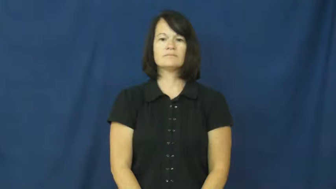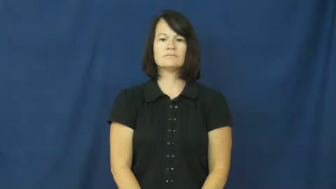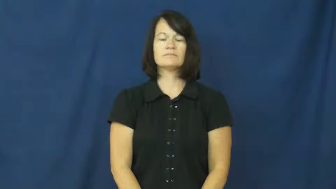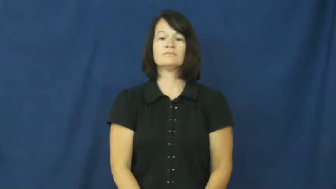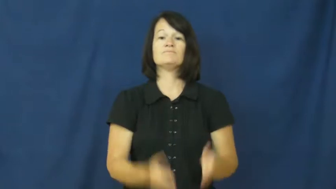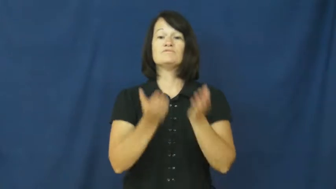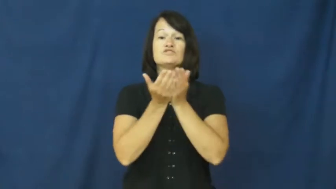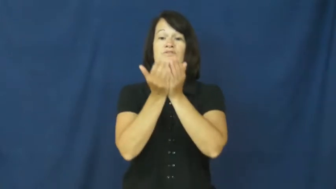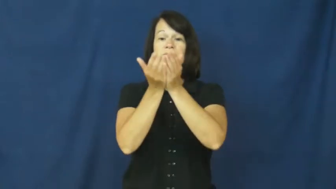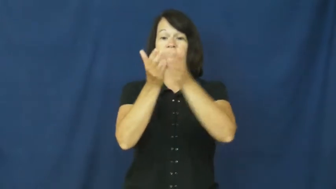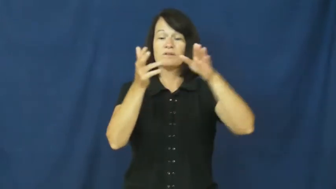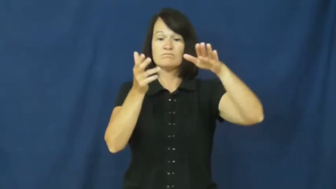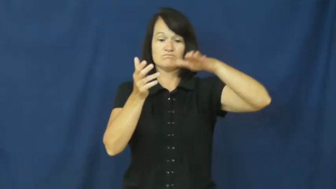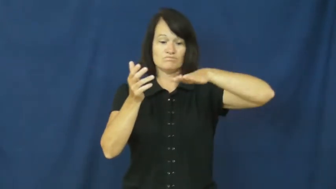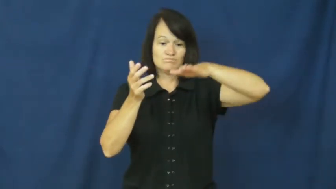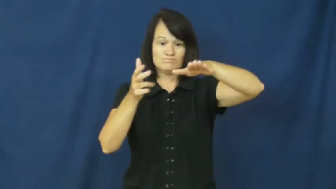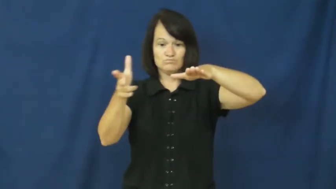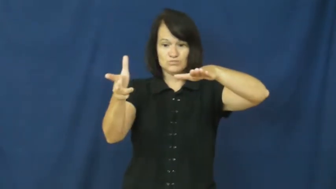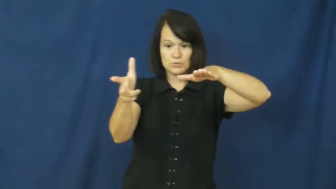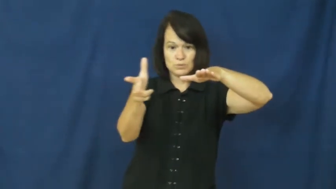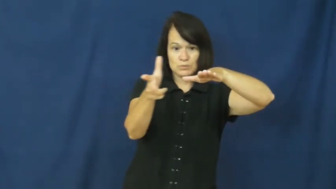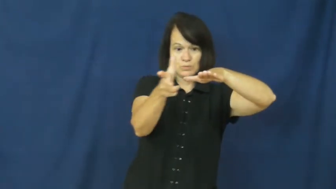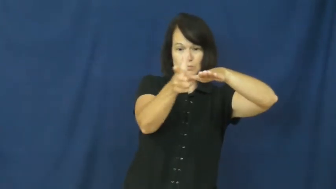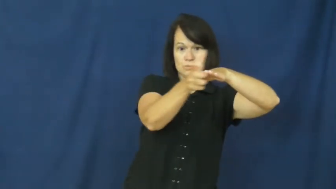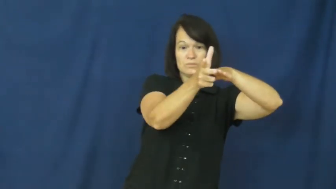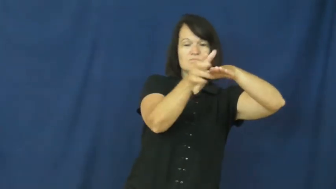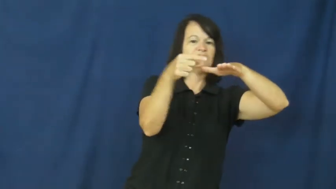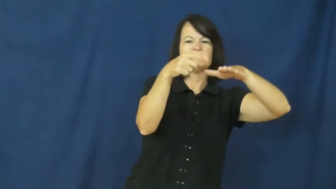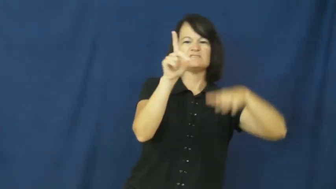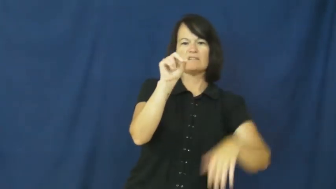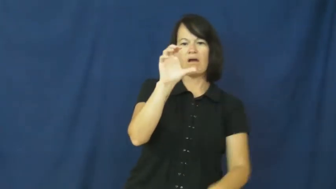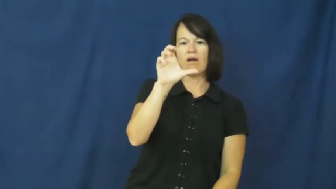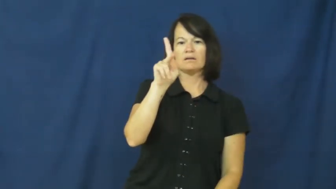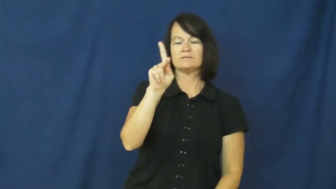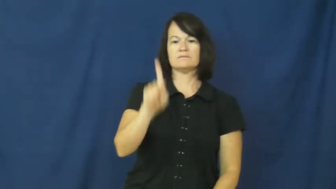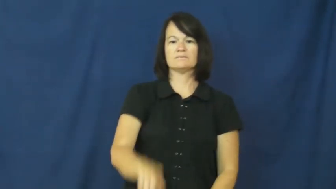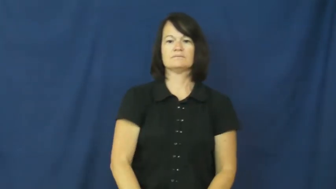dock,berth-noun